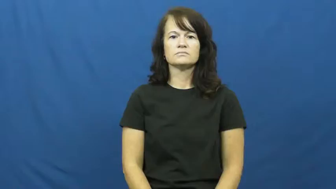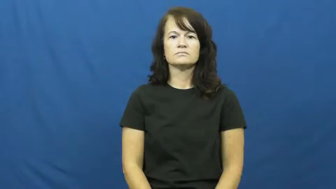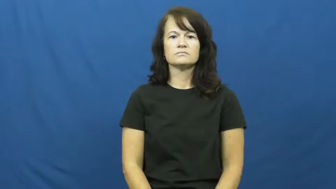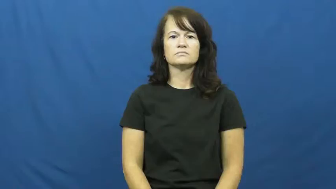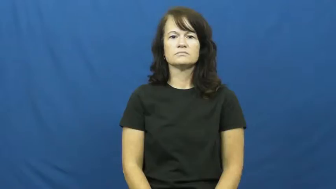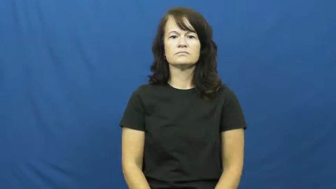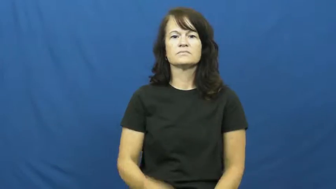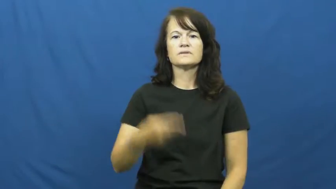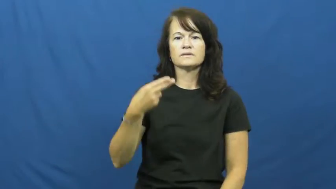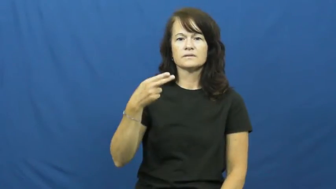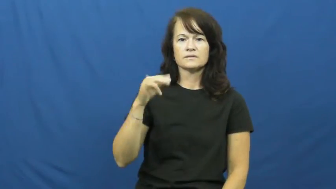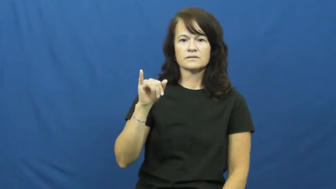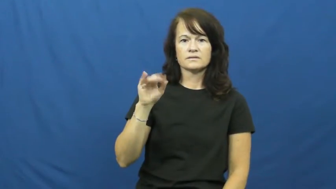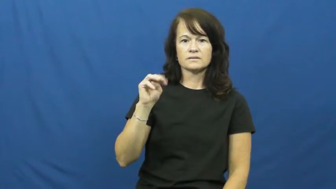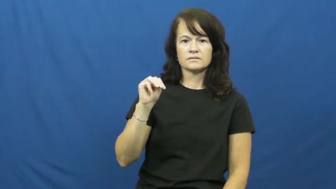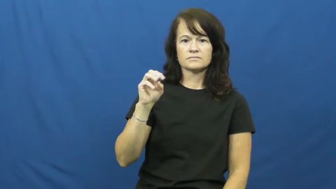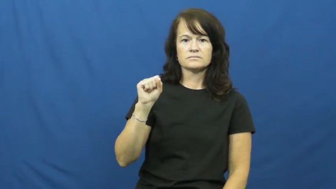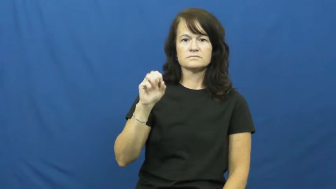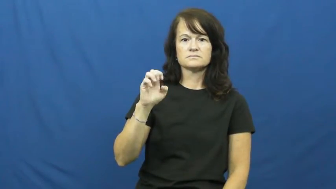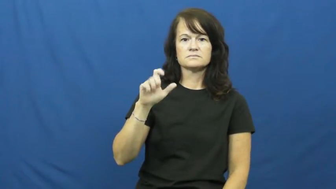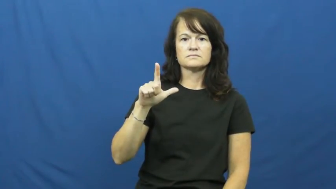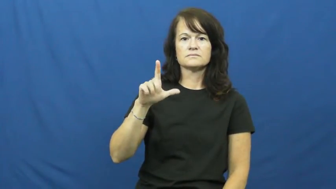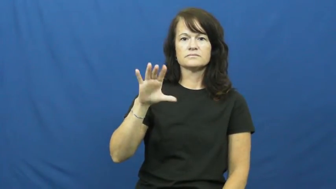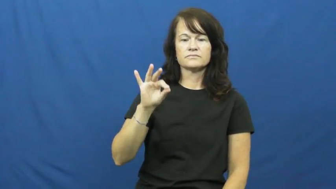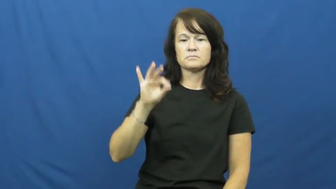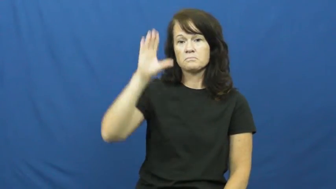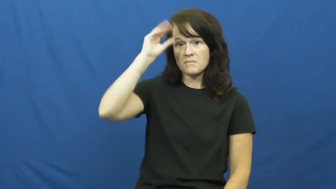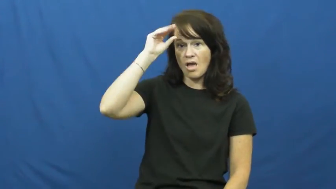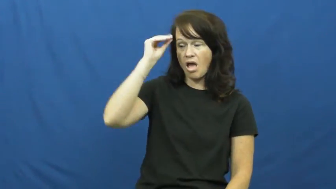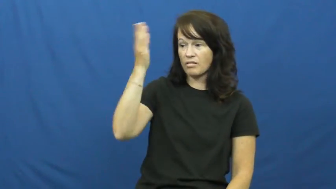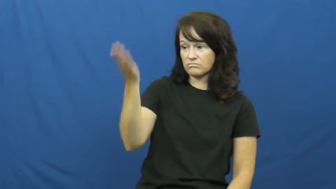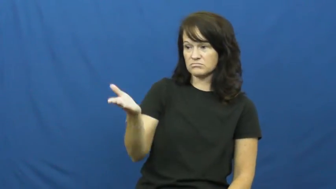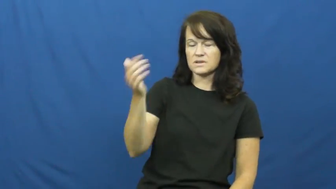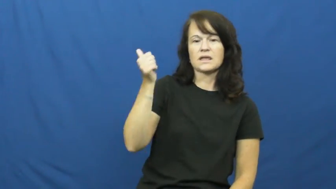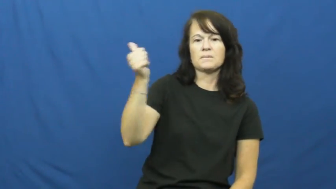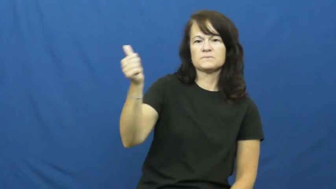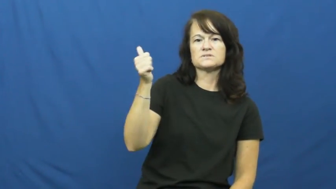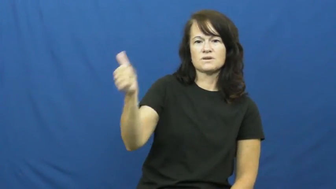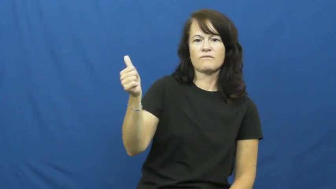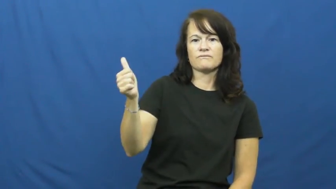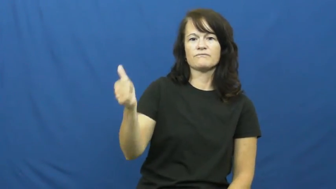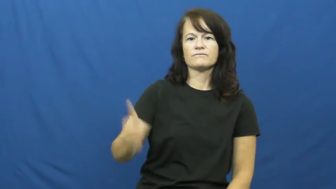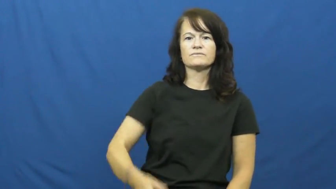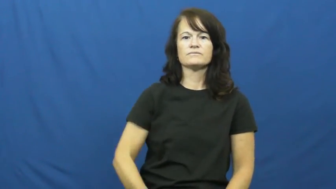himself